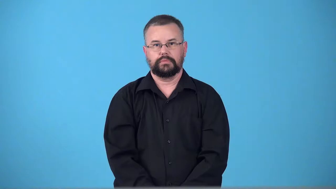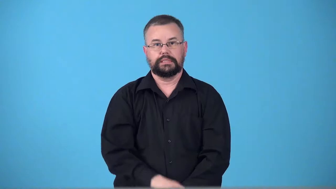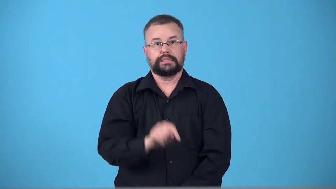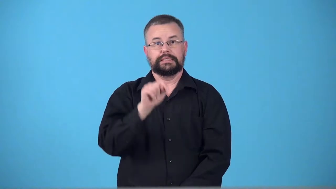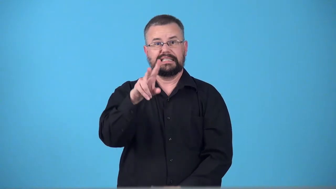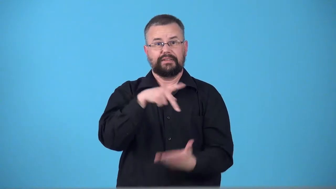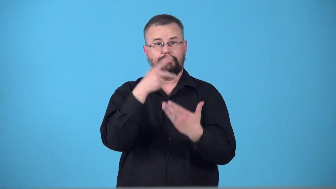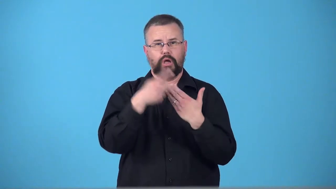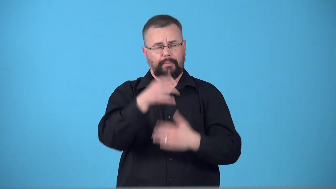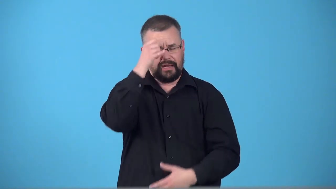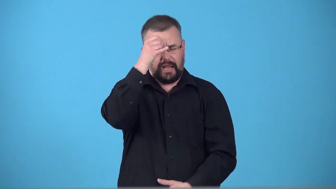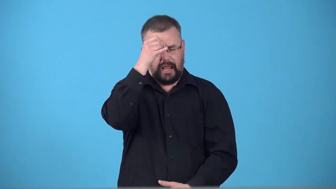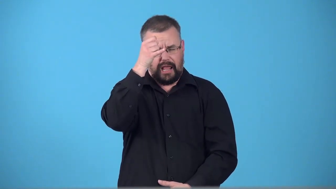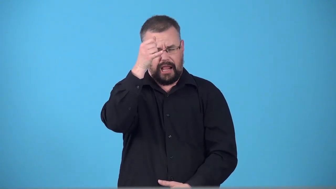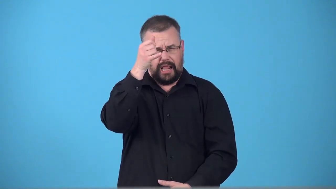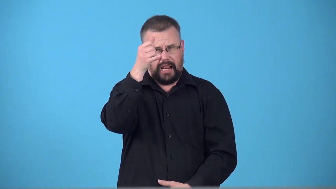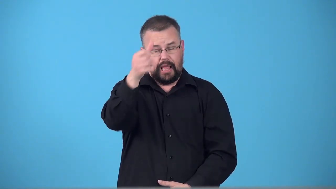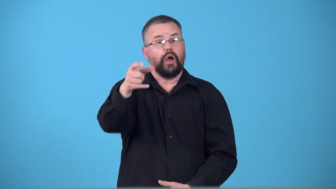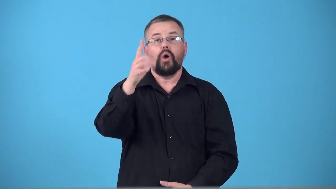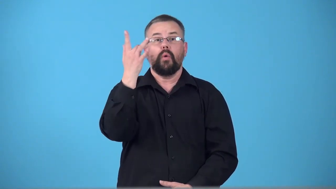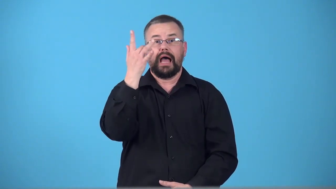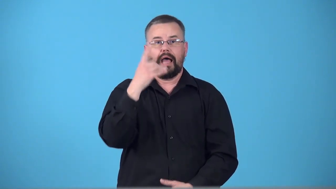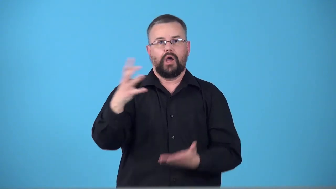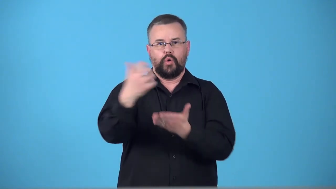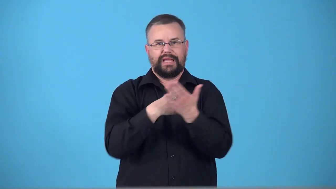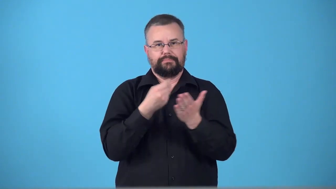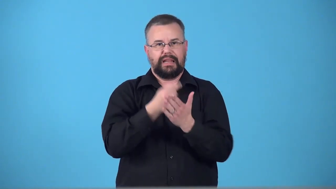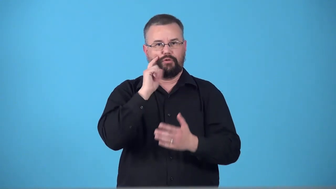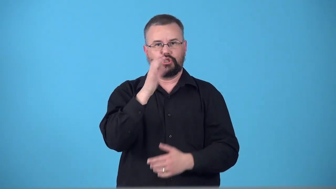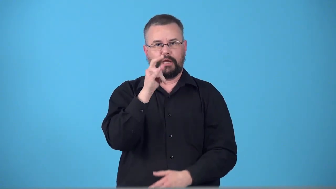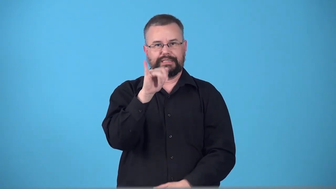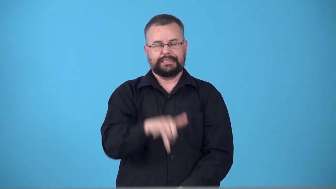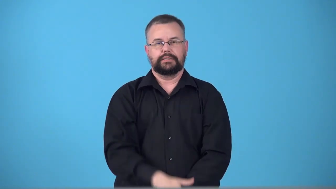telethon